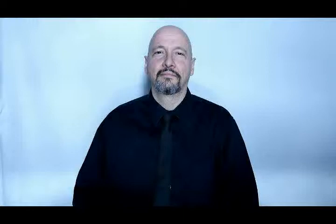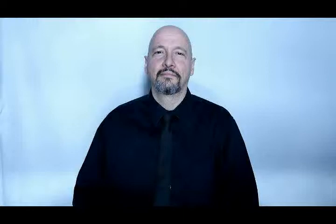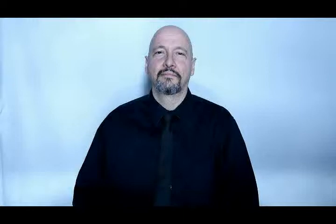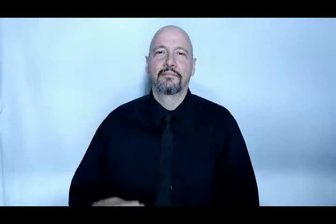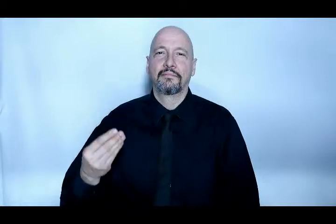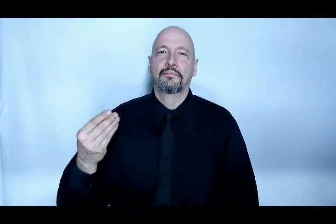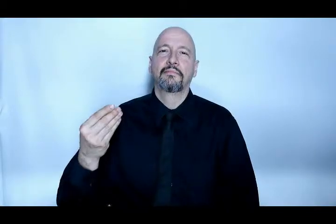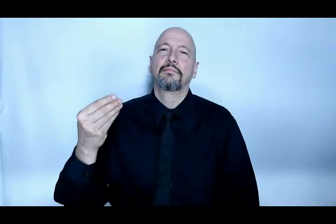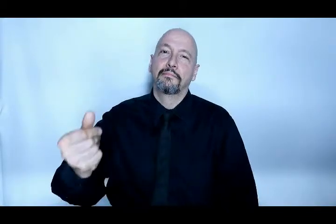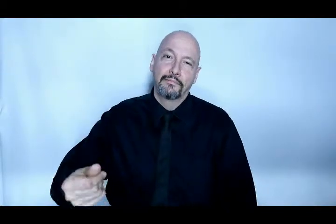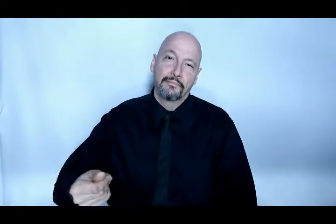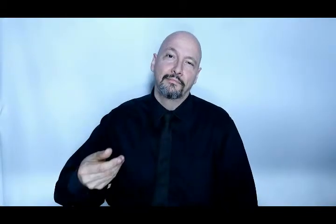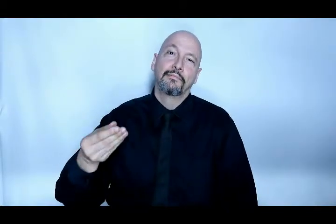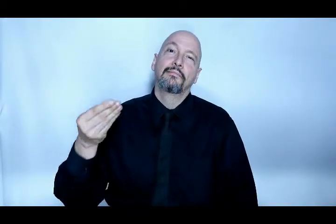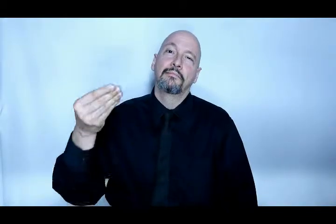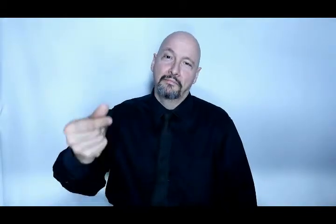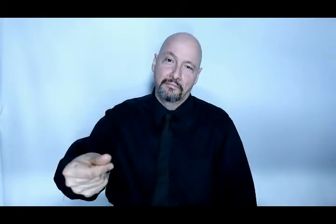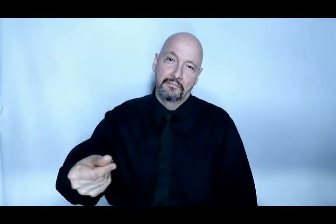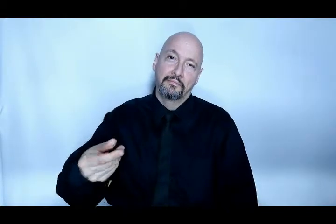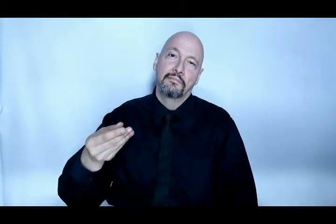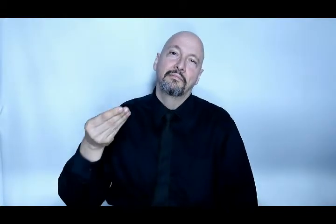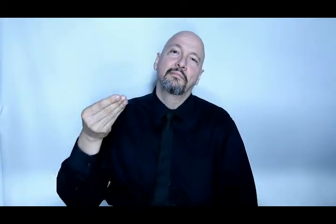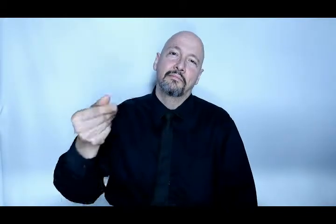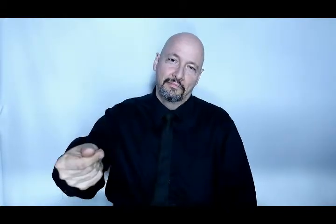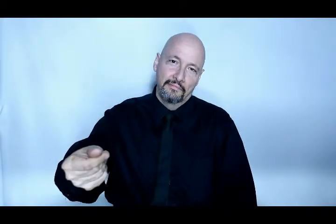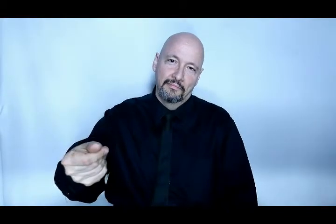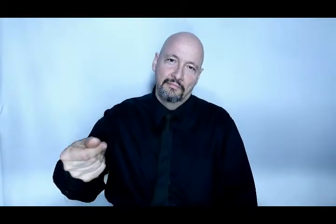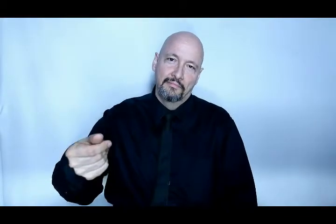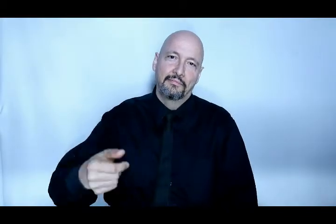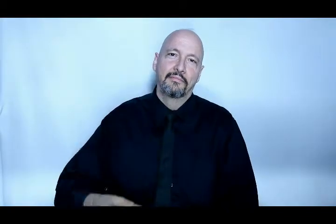pay repeatedly thumb slide version